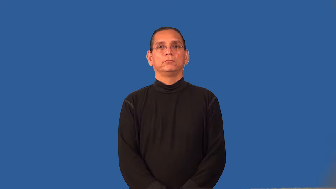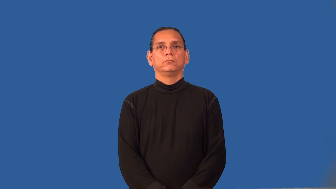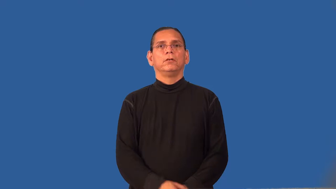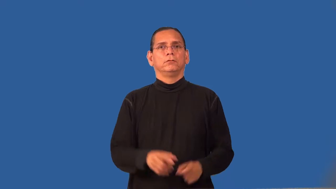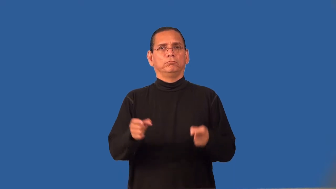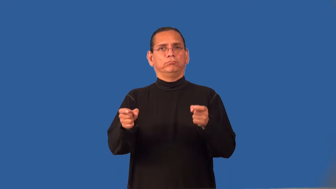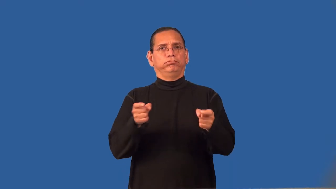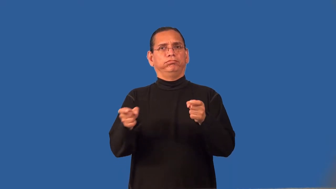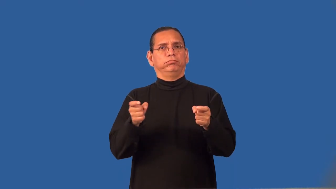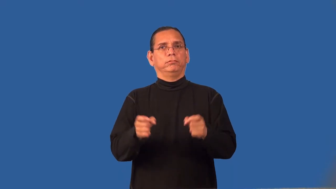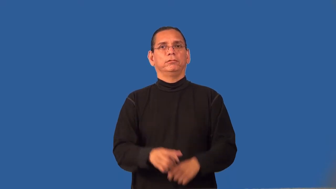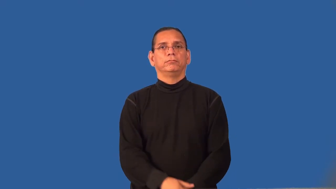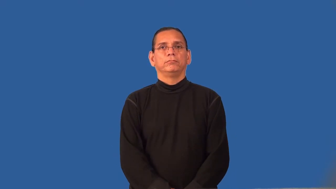reign